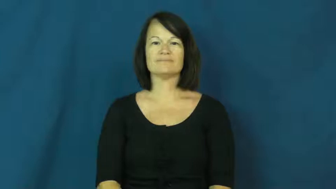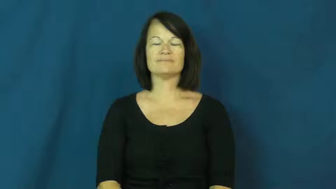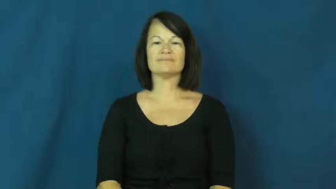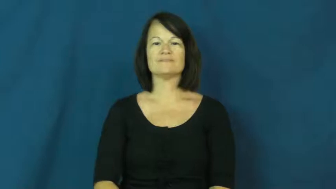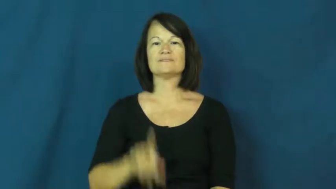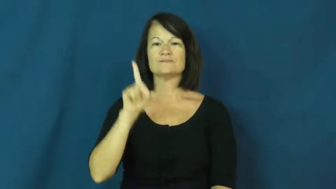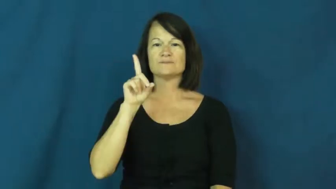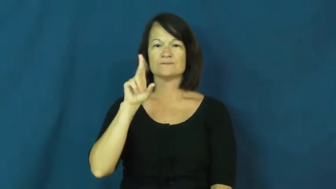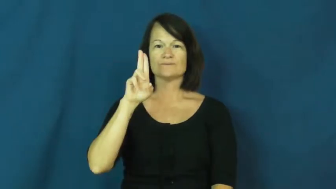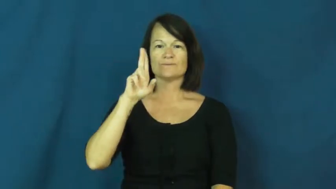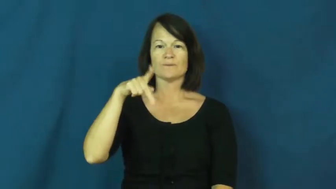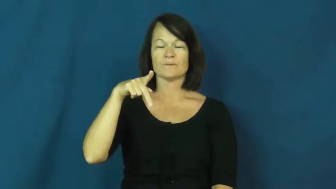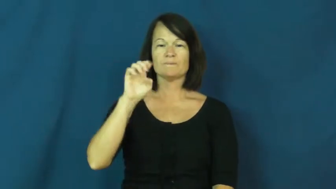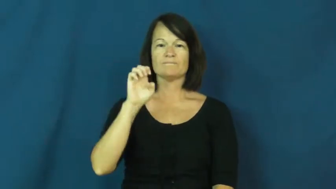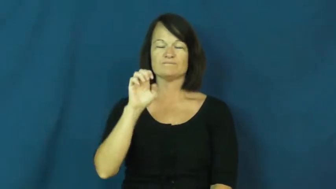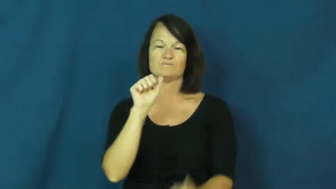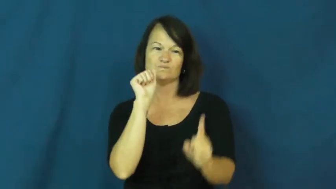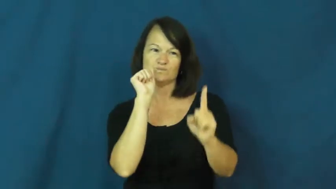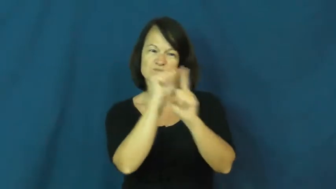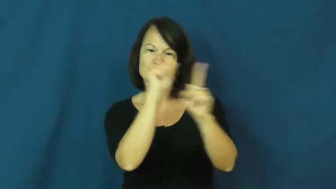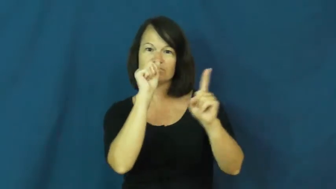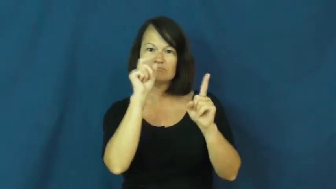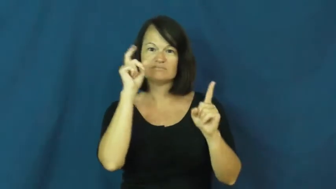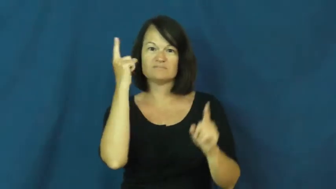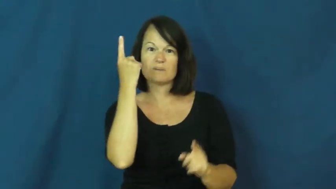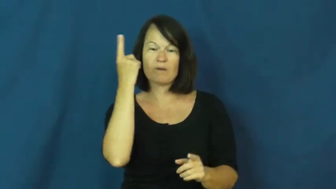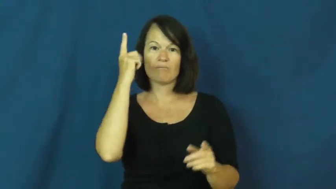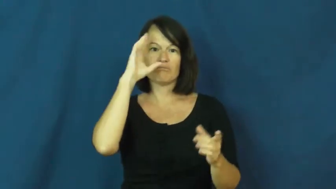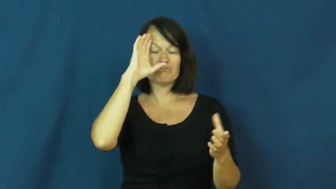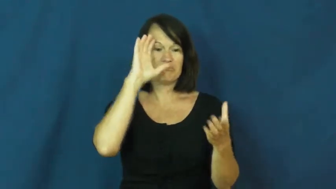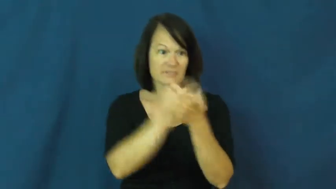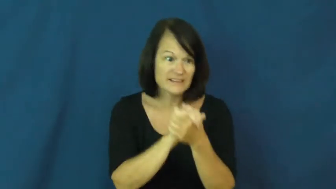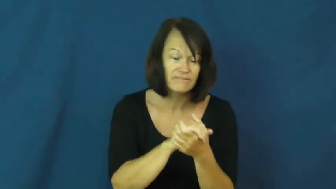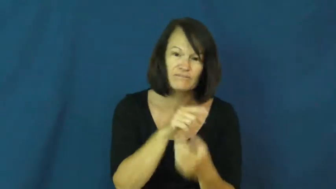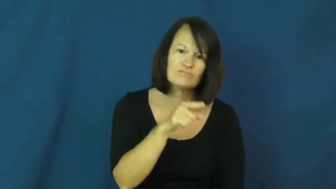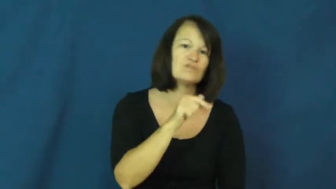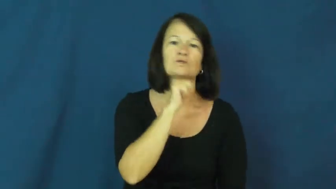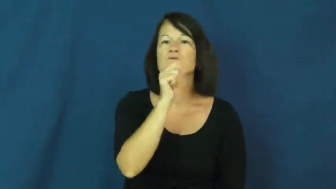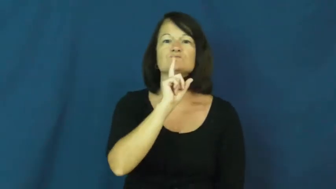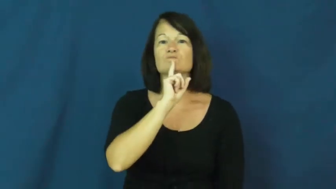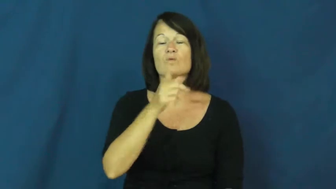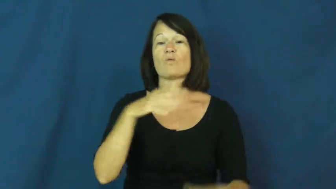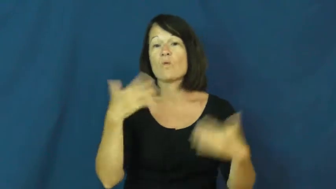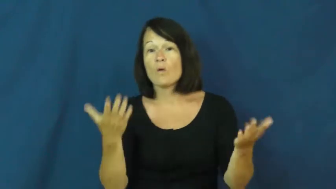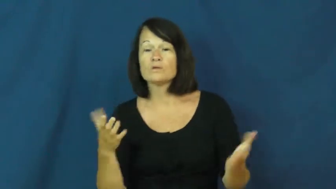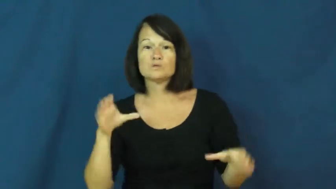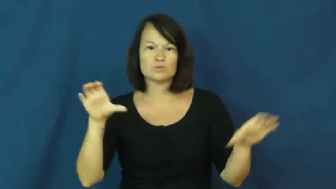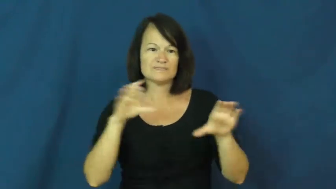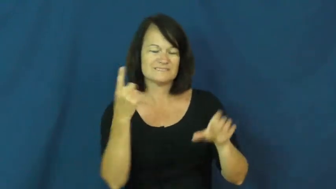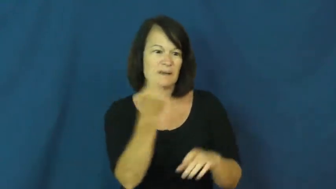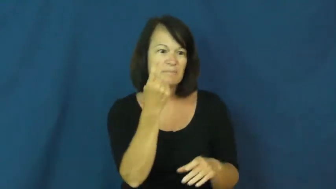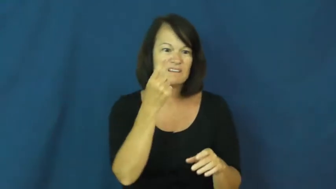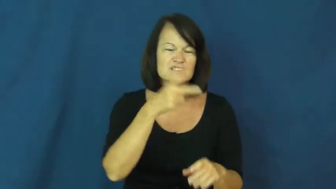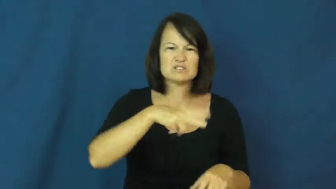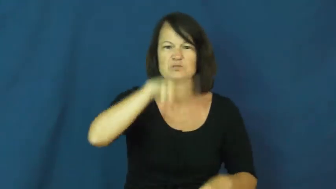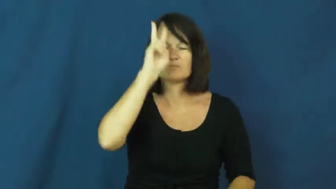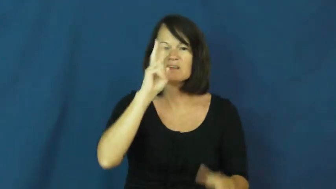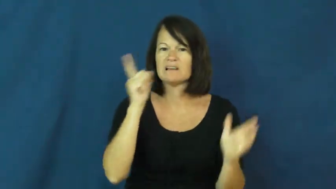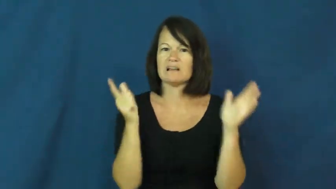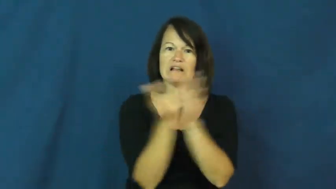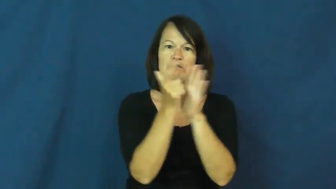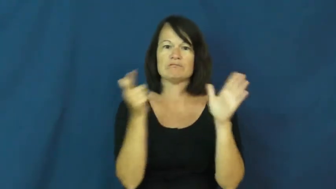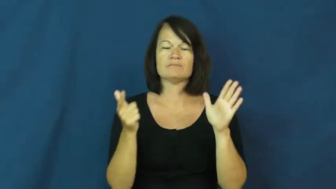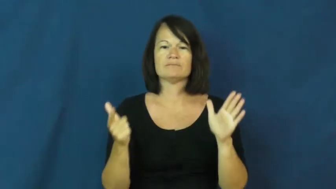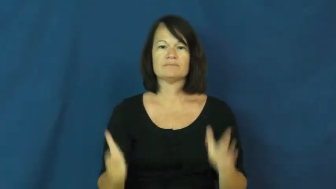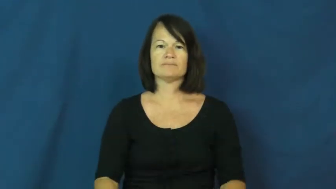dupe